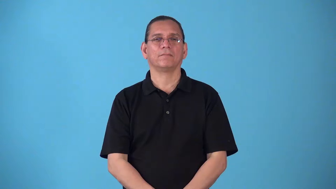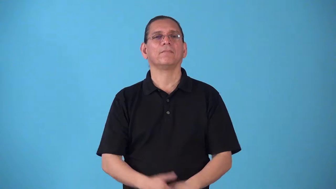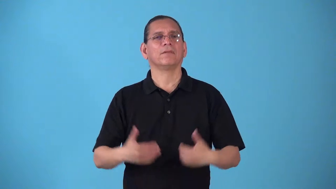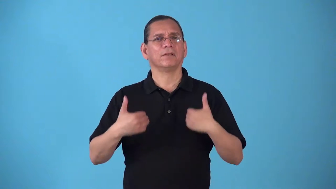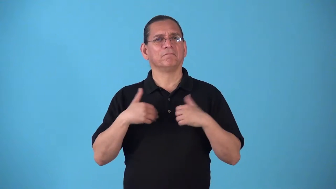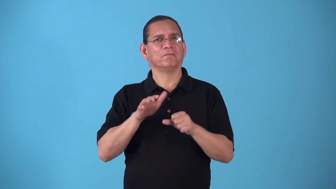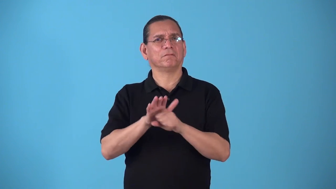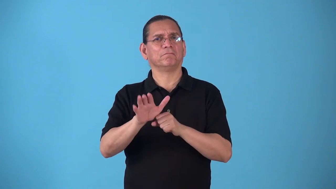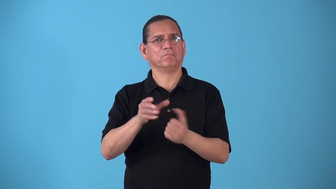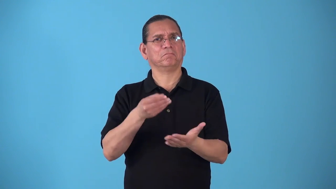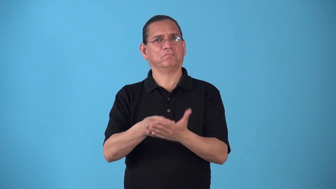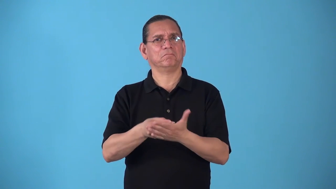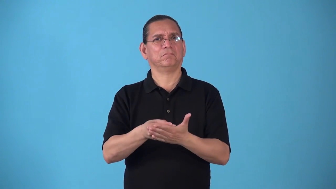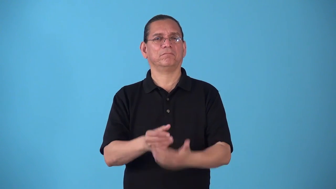solvent-have enough money